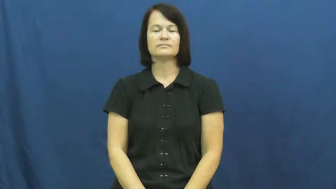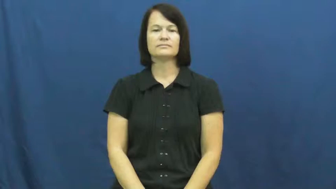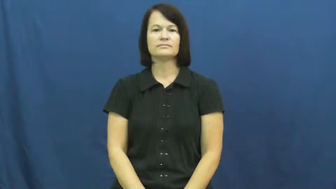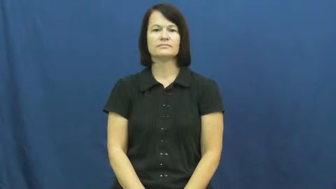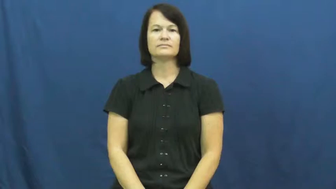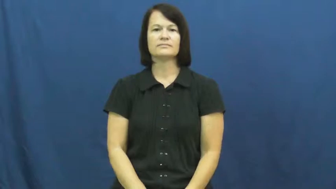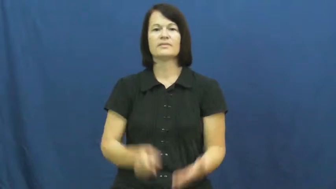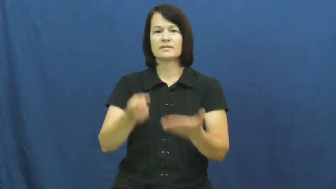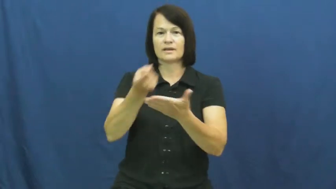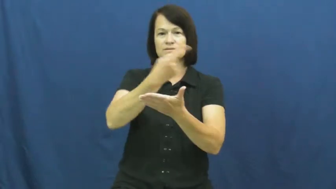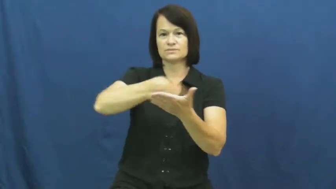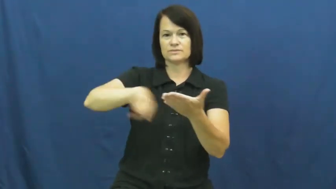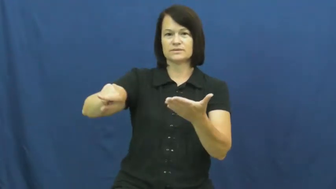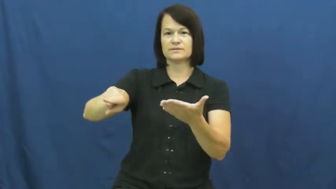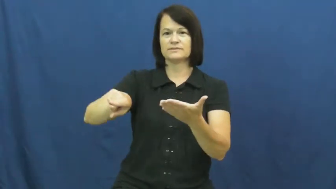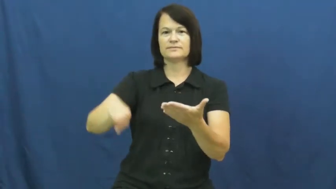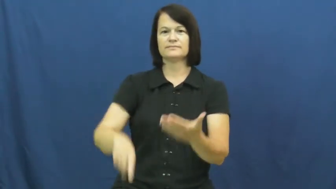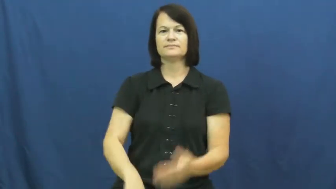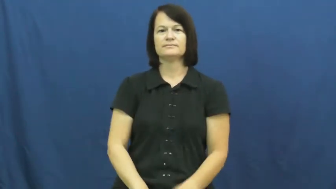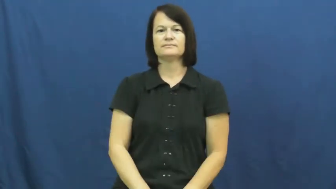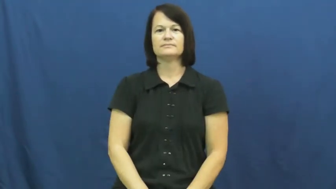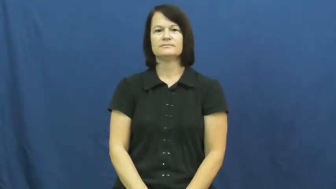next week